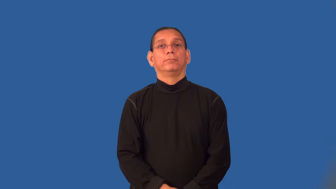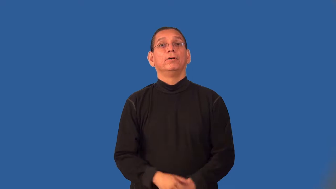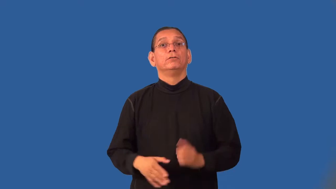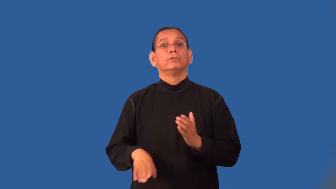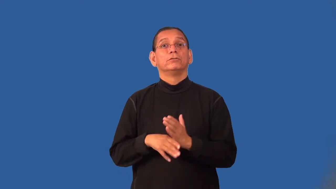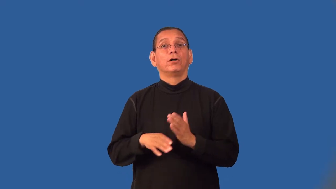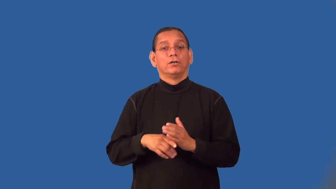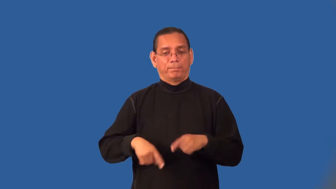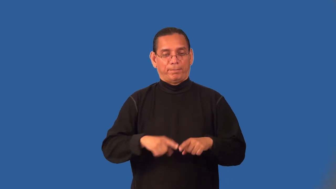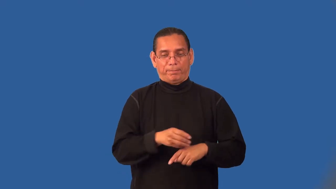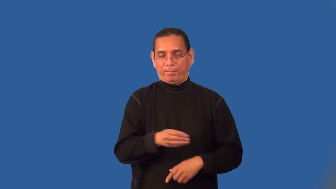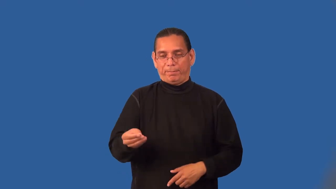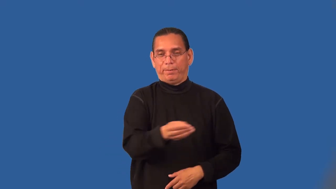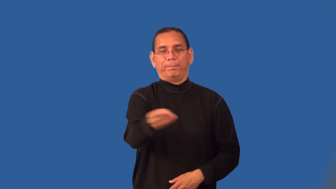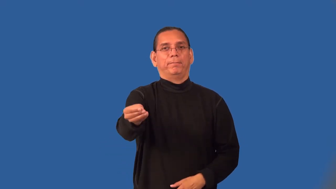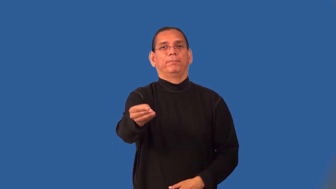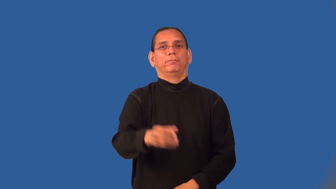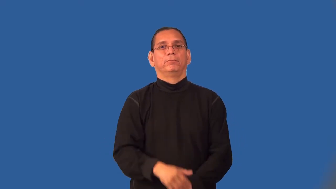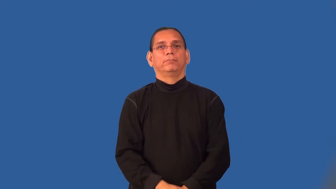pass-soccer